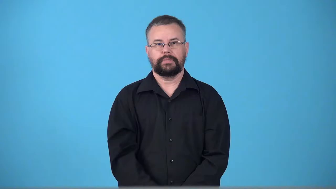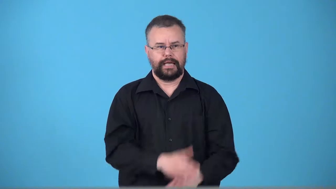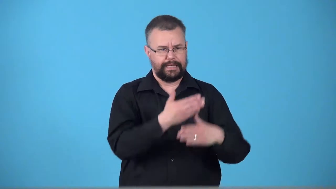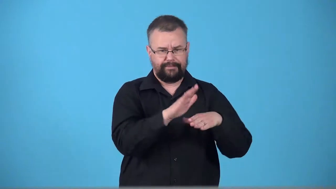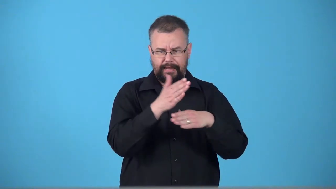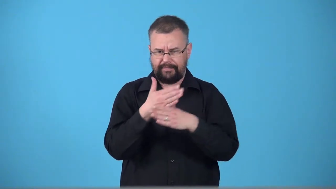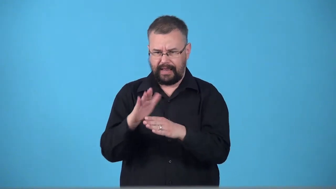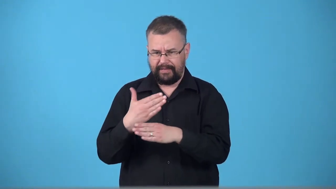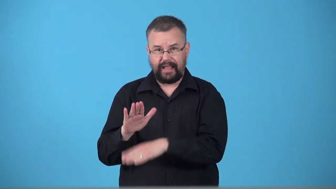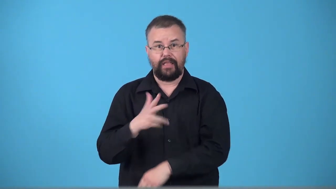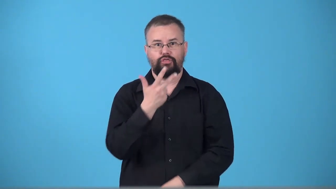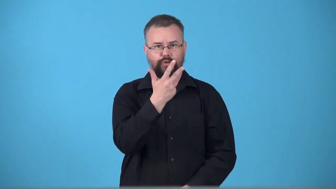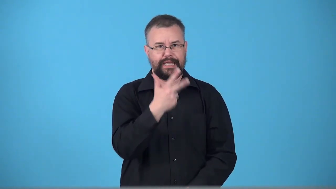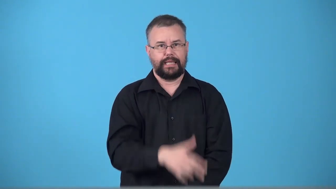tripartite